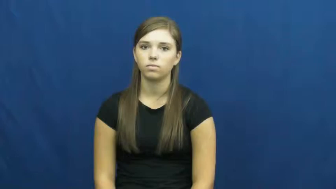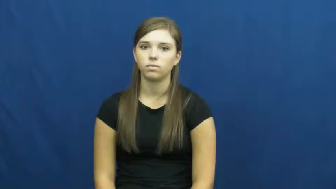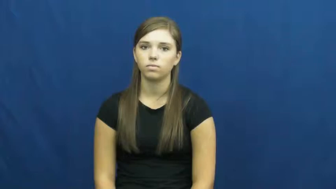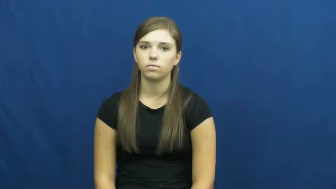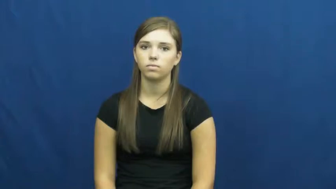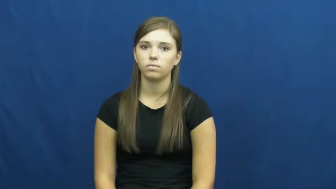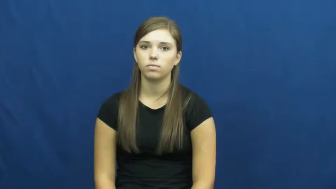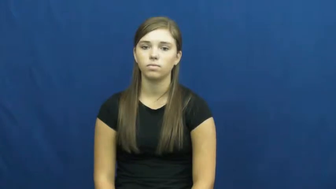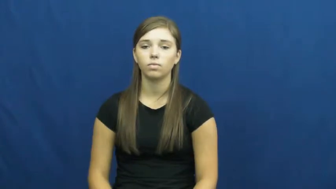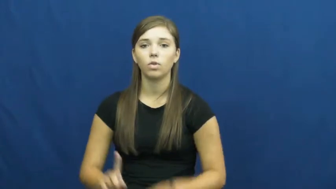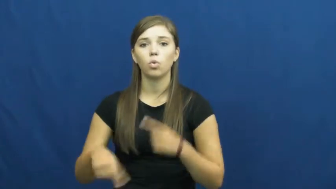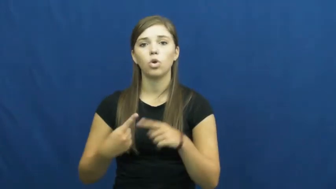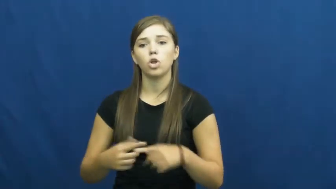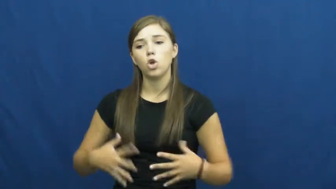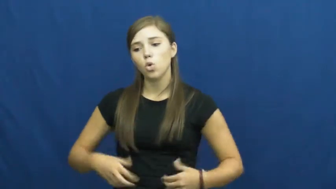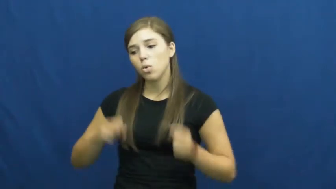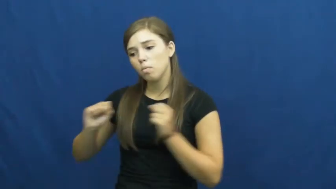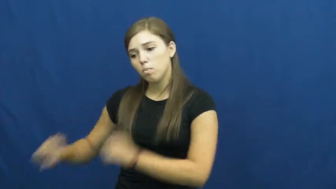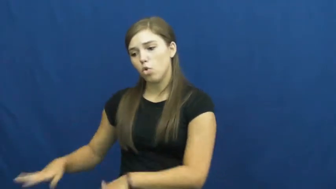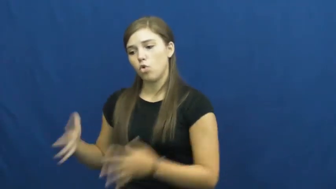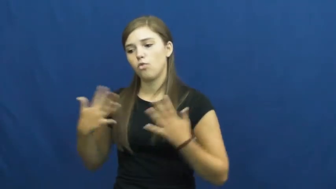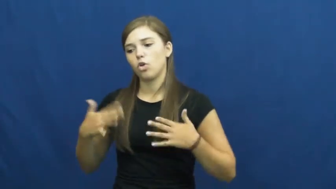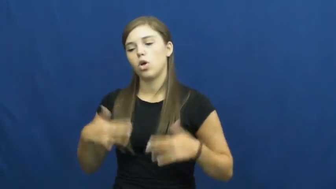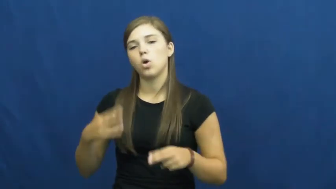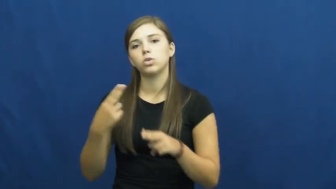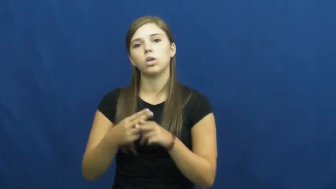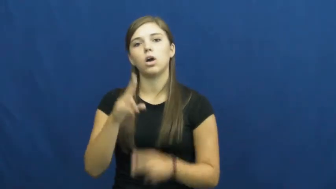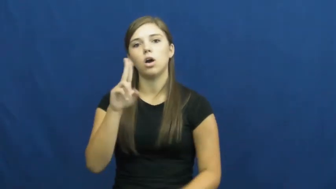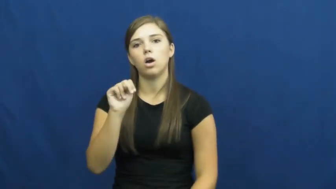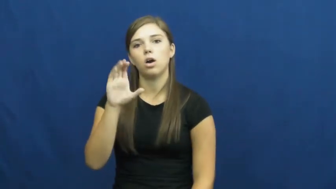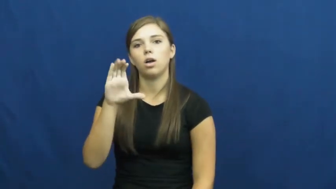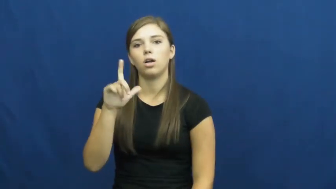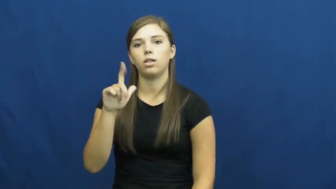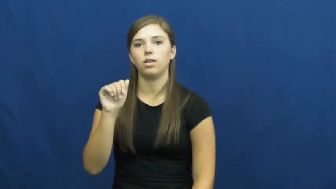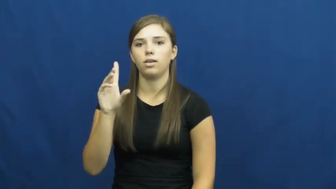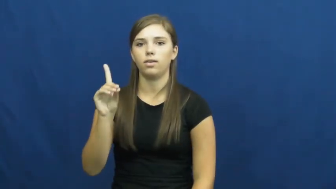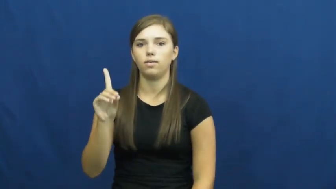unclad